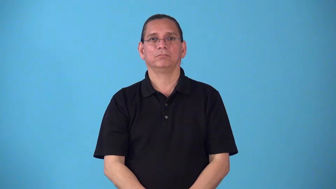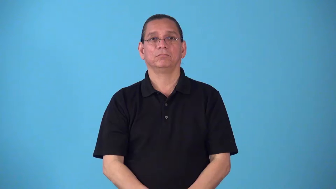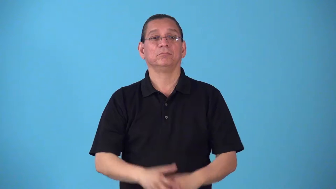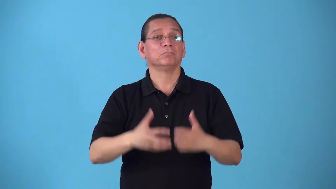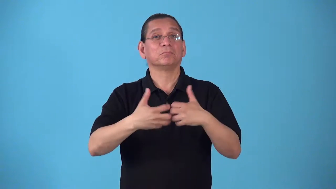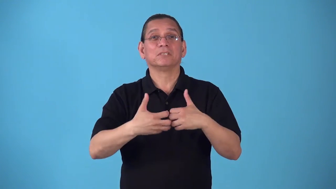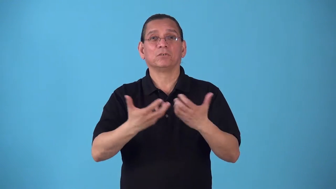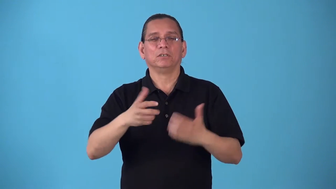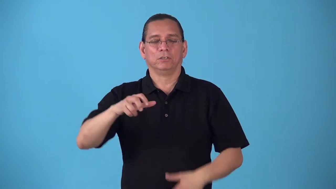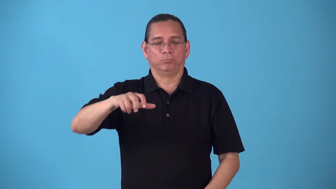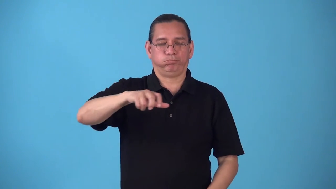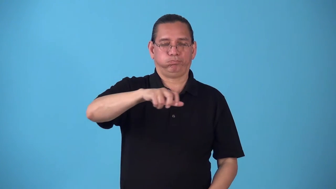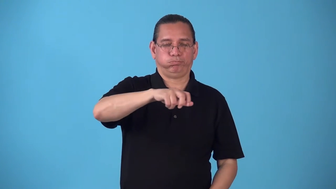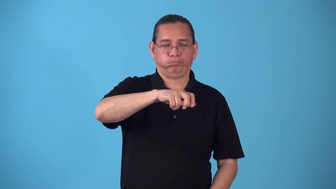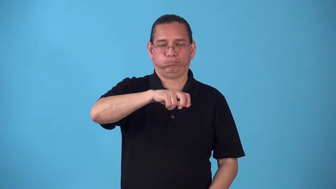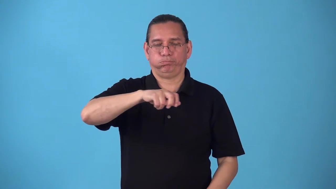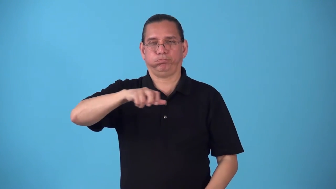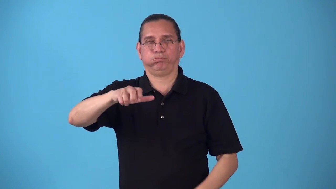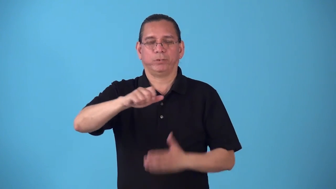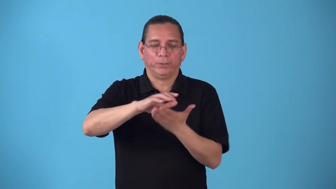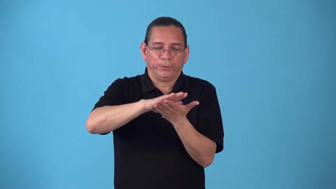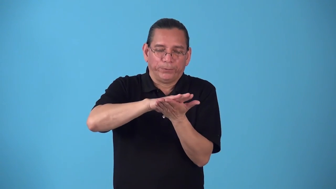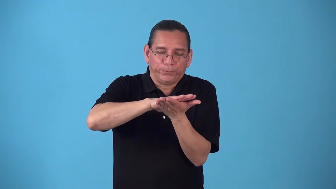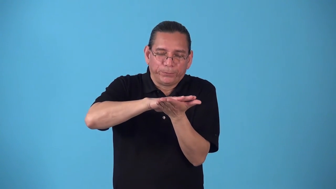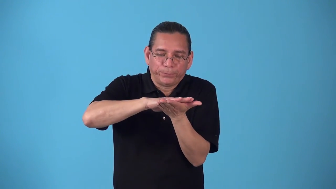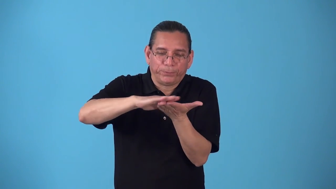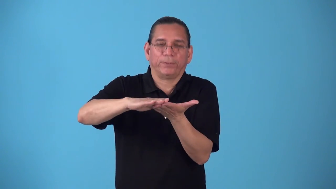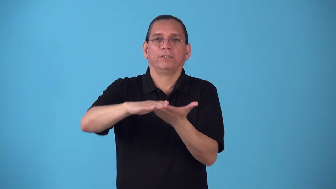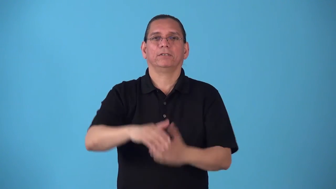sand-electric sander